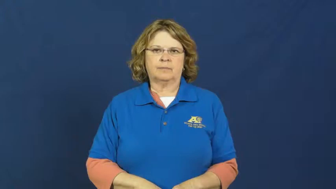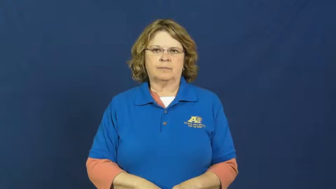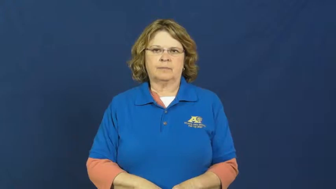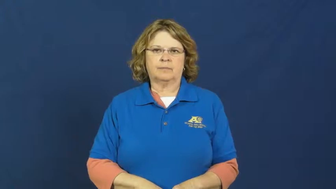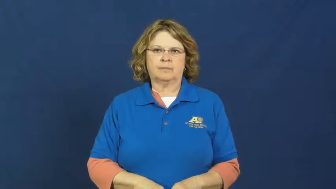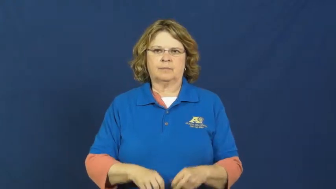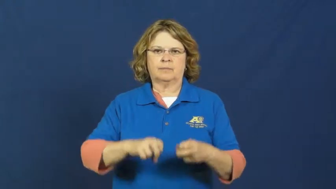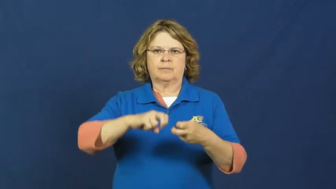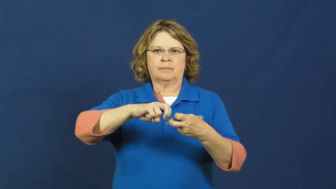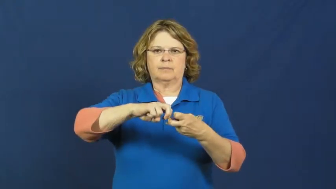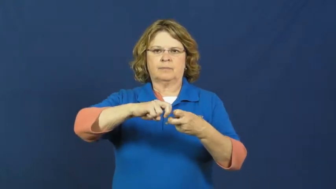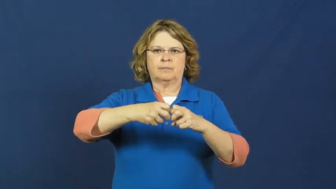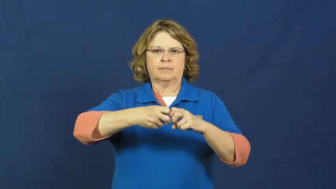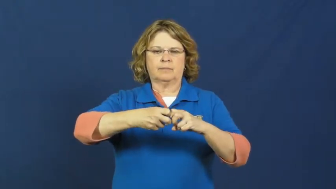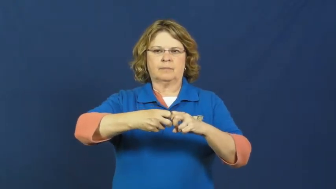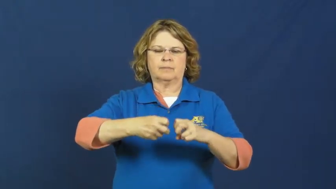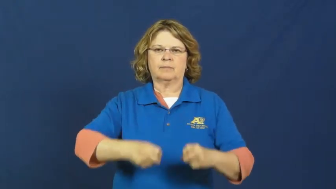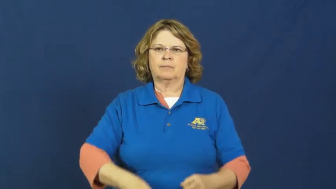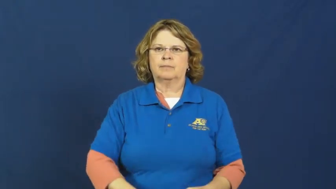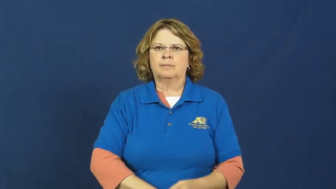sprain